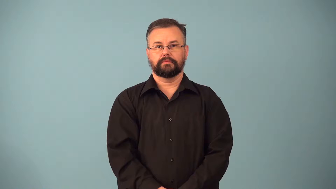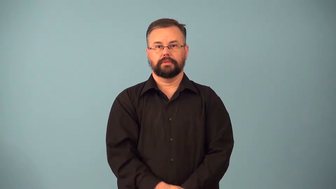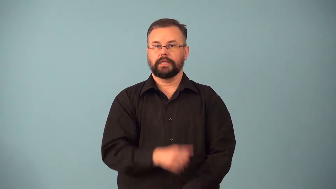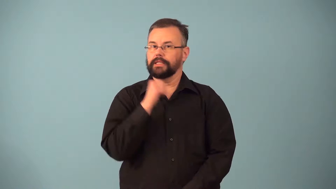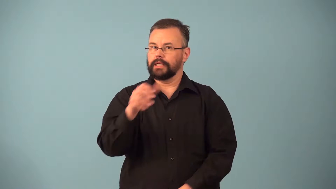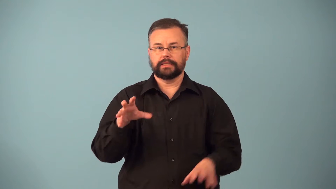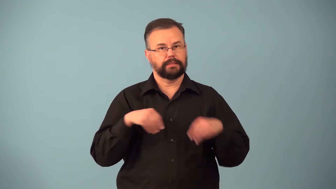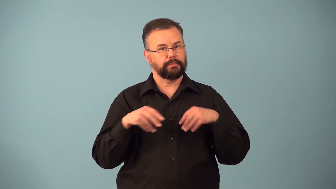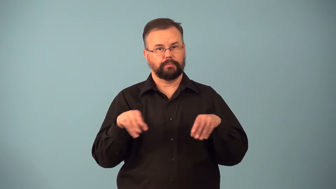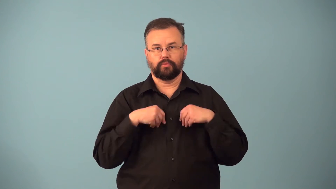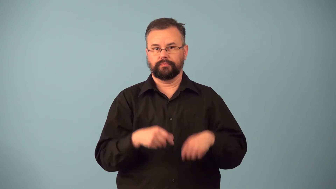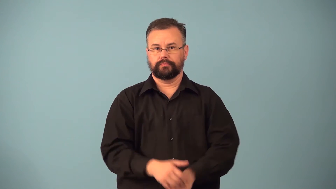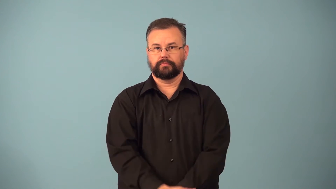nonacceptance